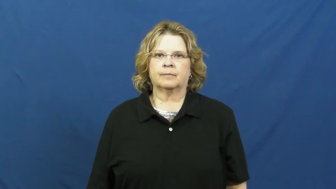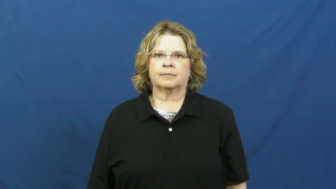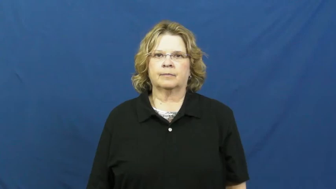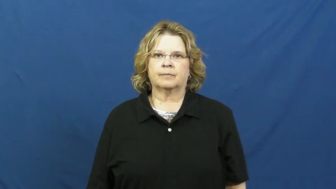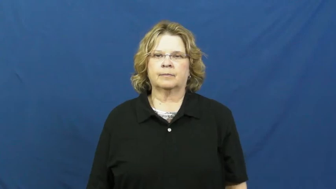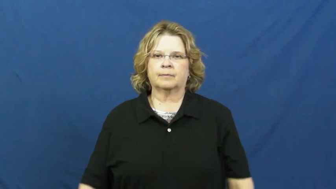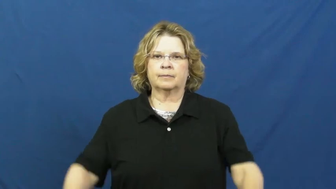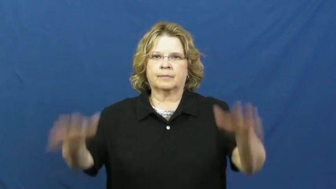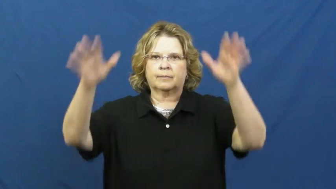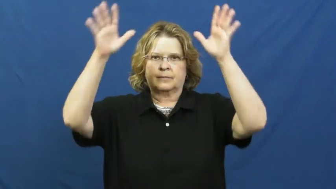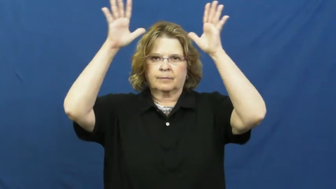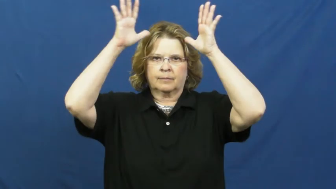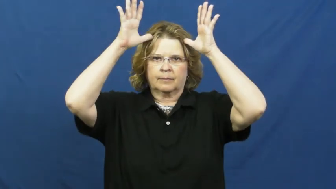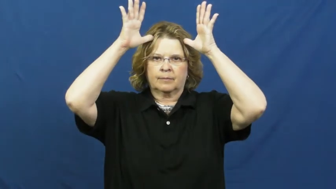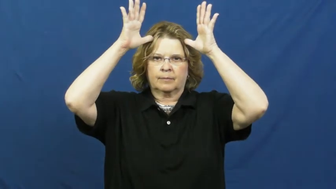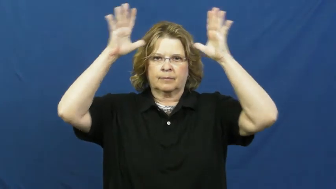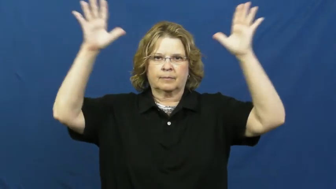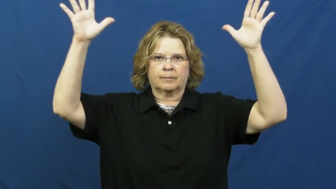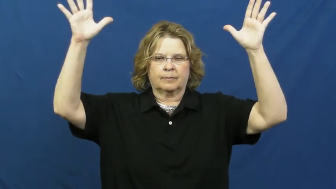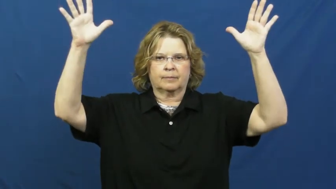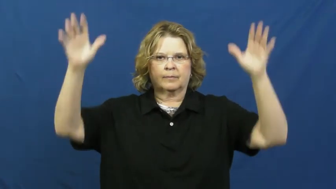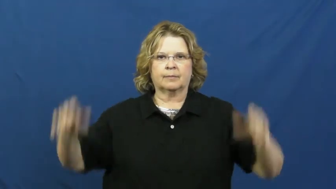deer